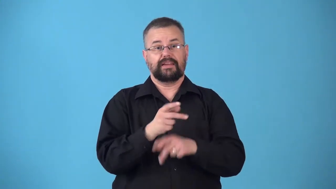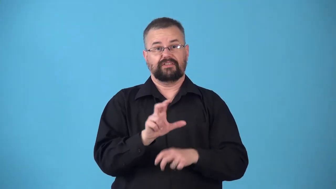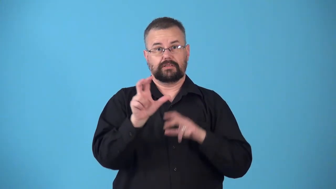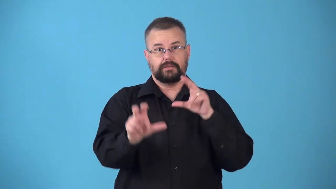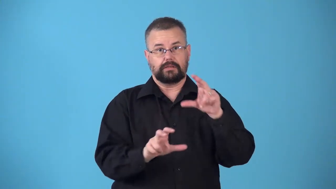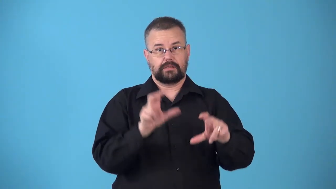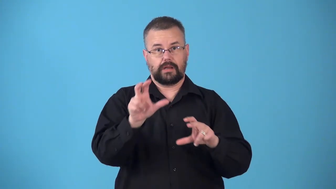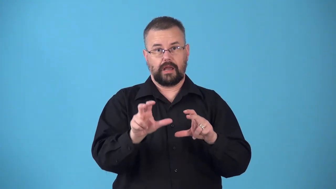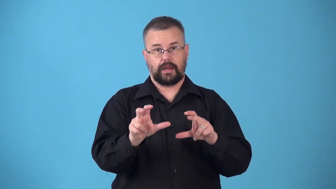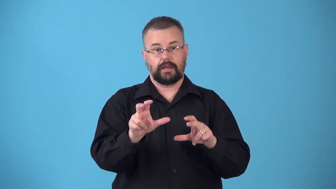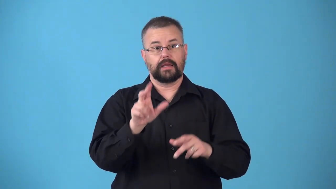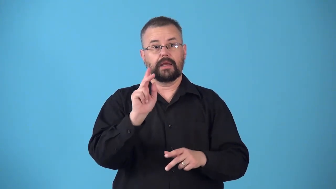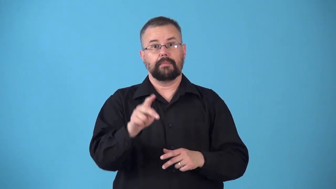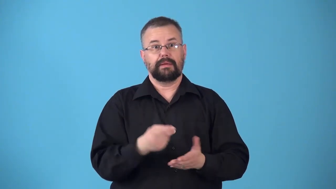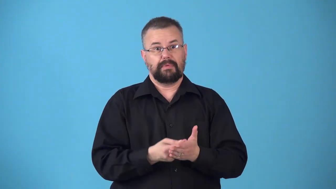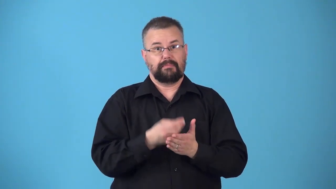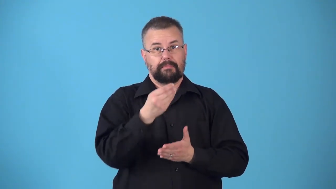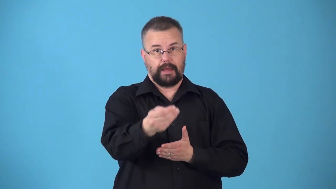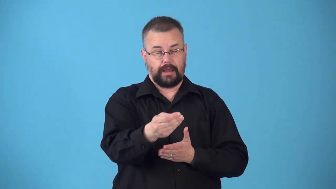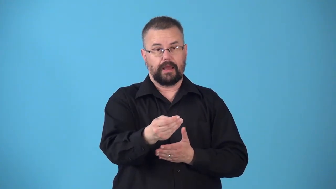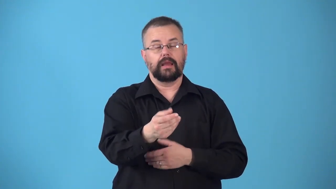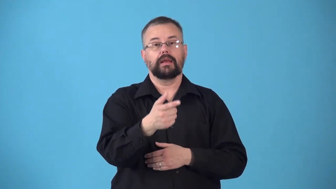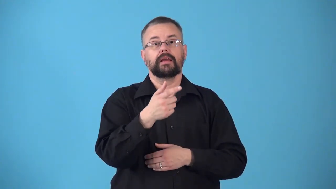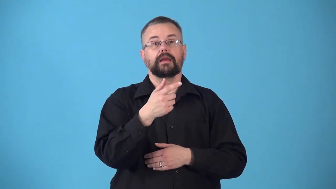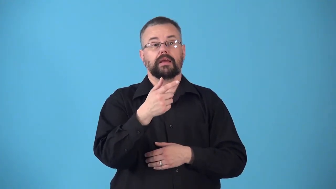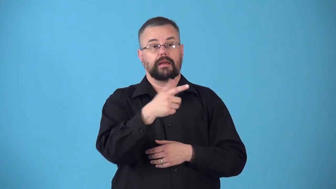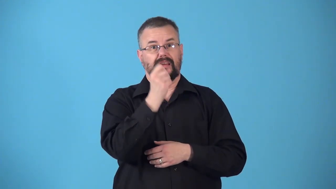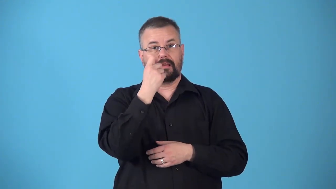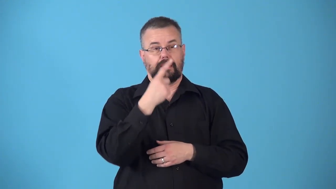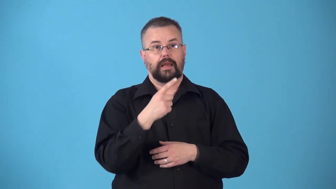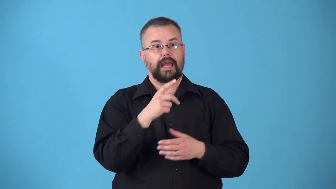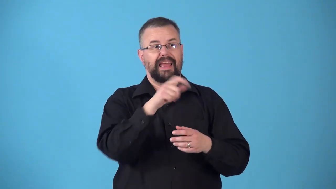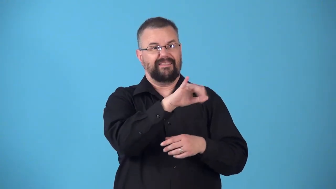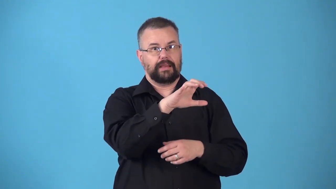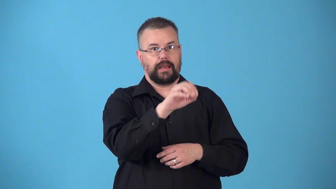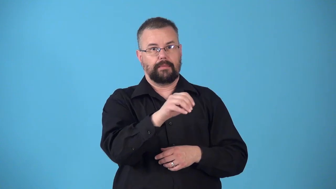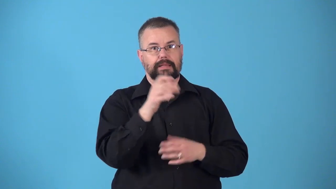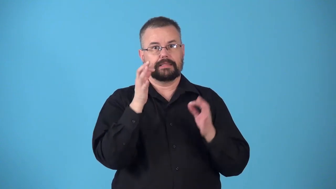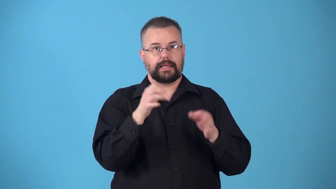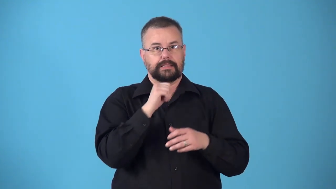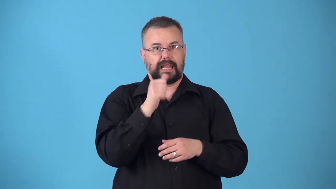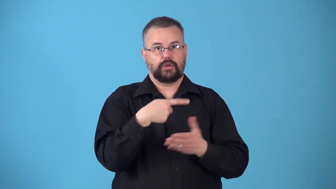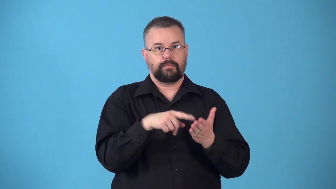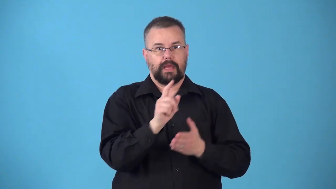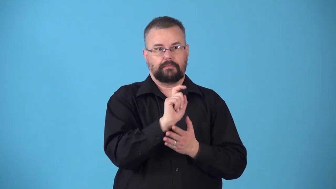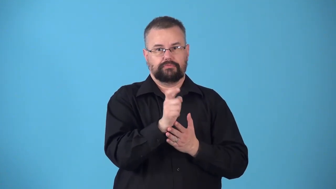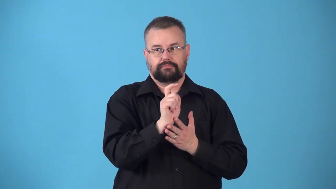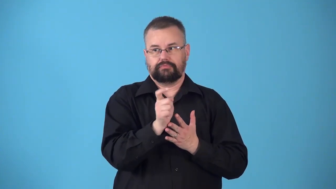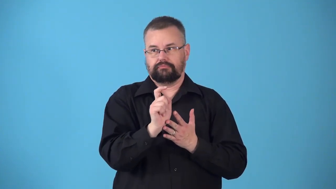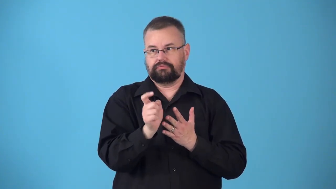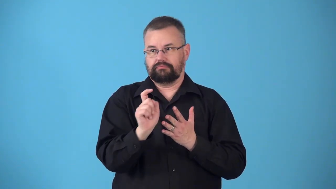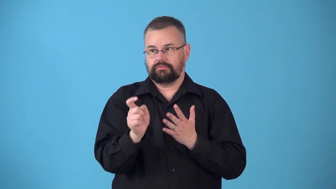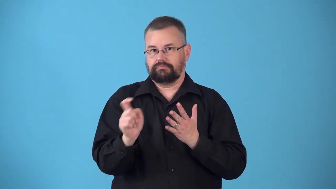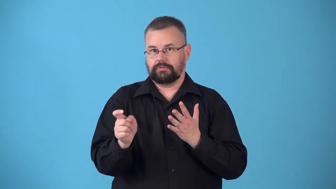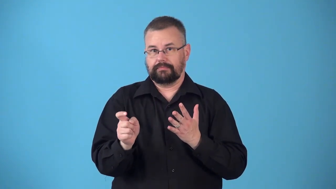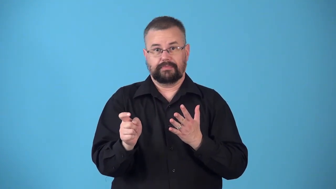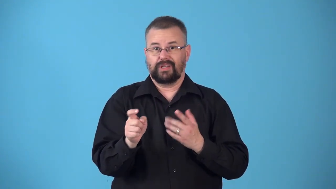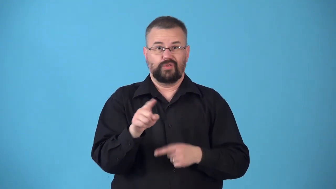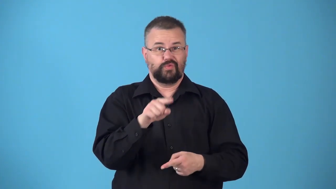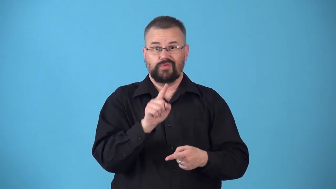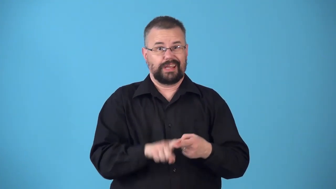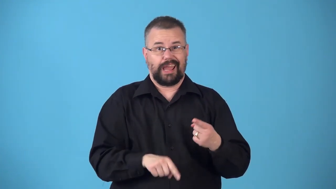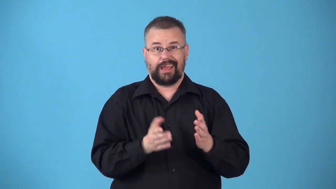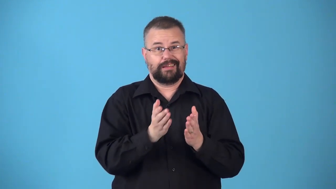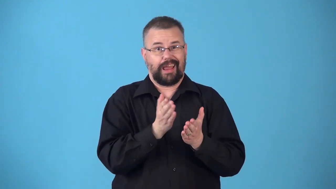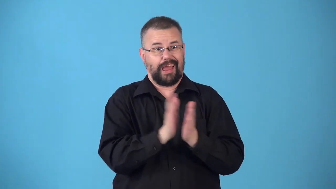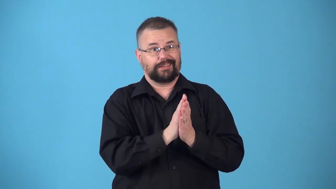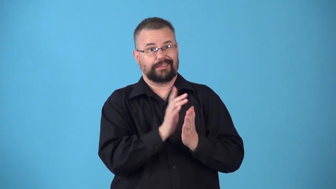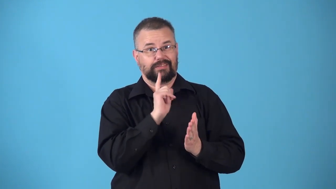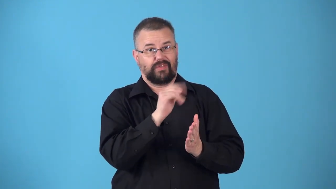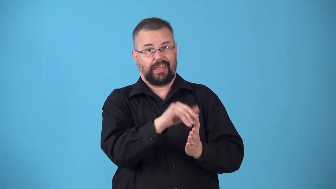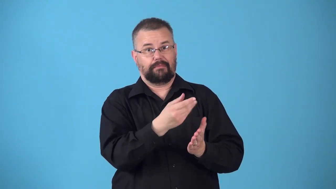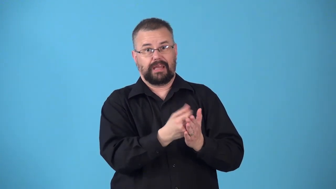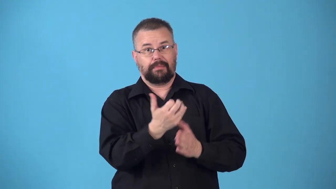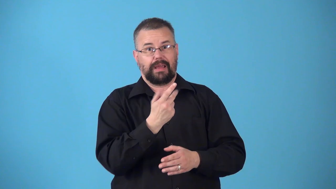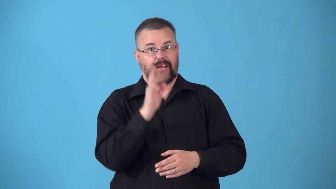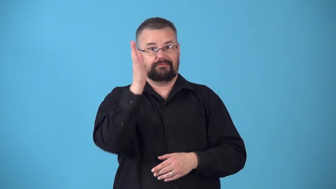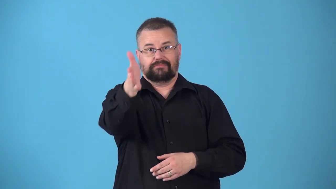noncumulative